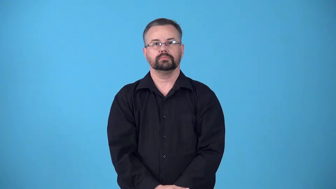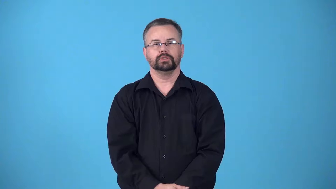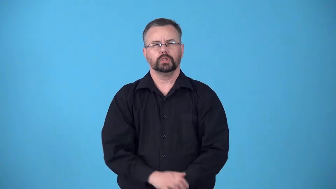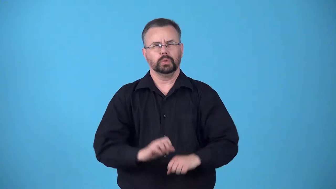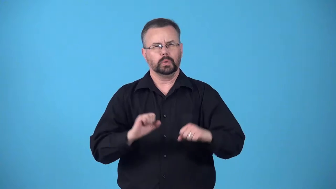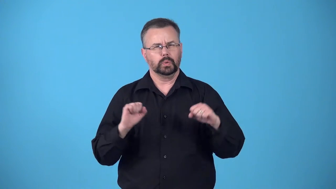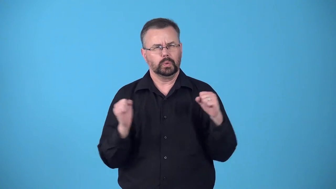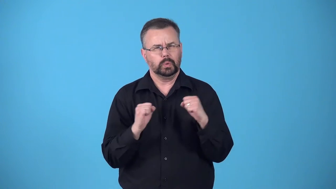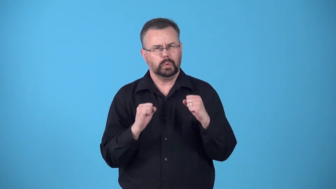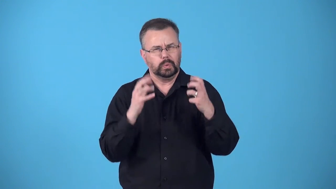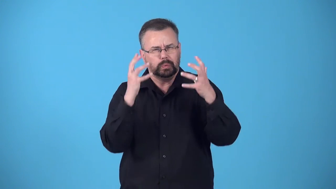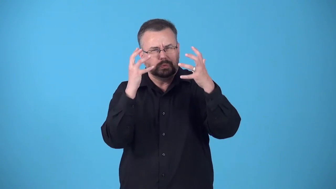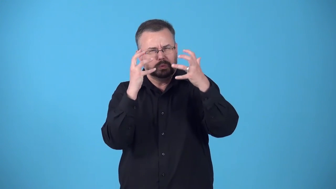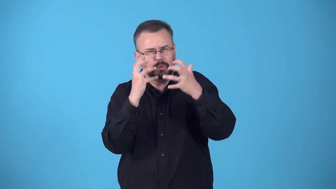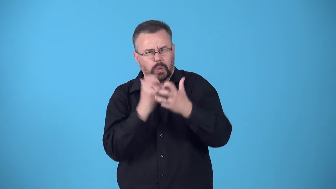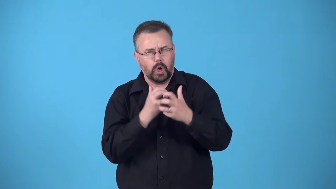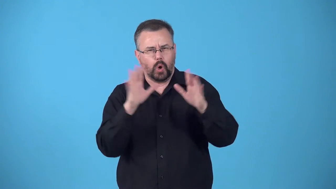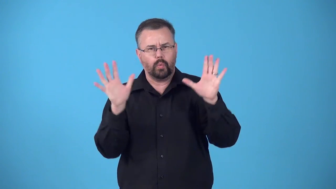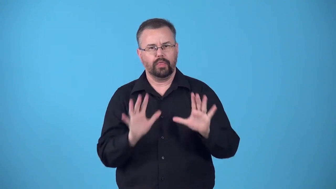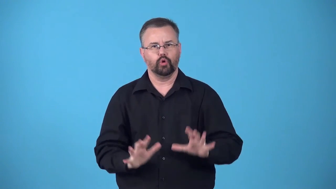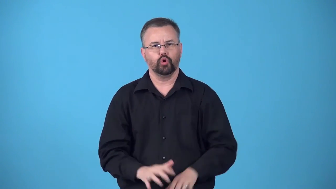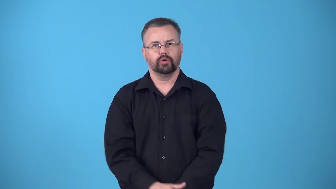bleak-cold and dark